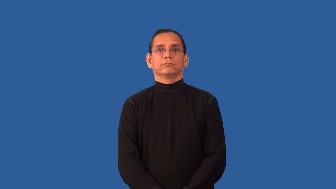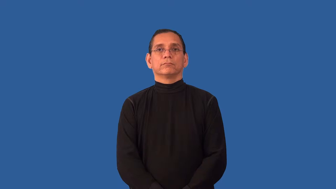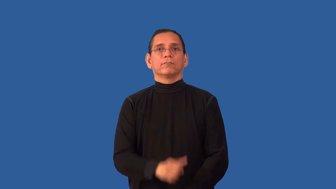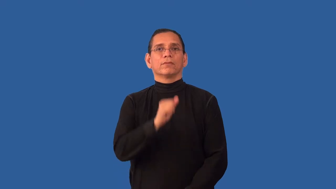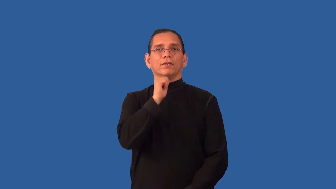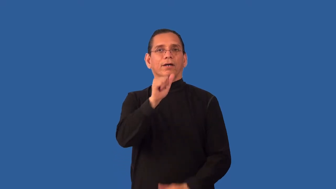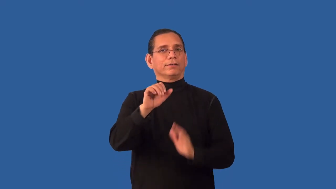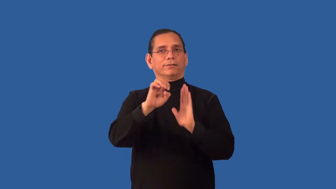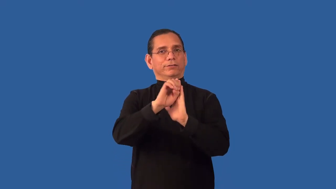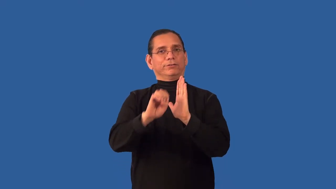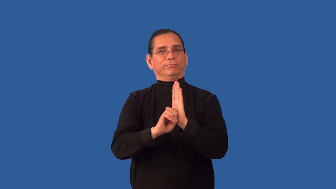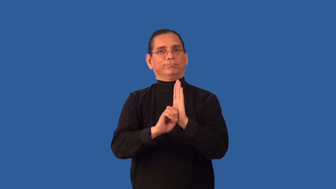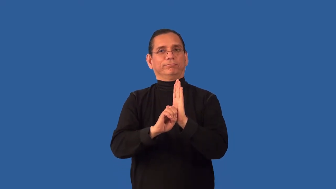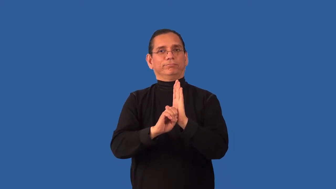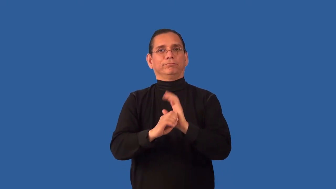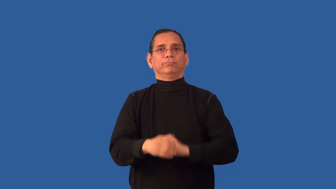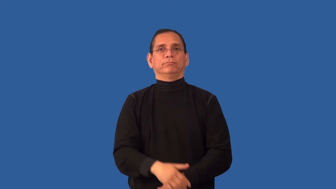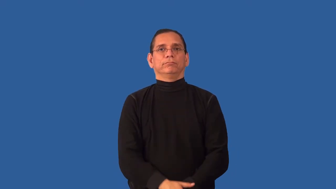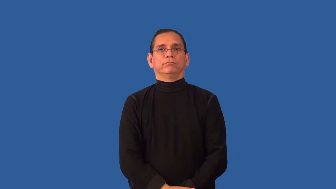unethical